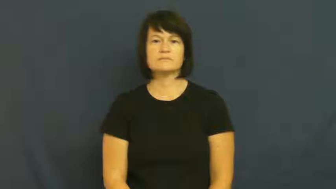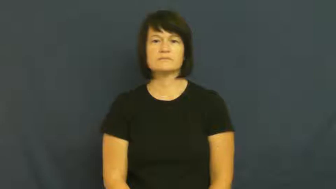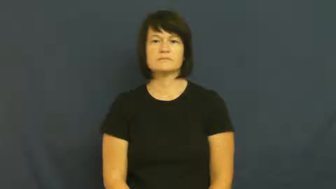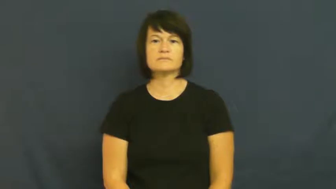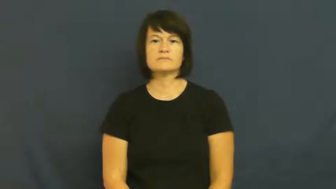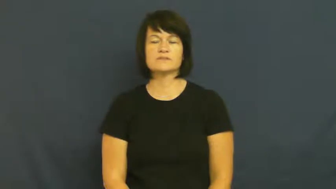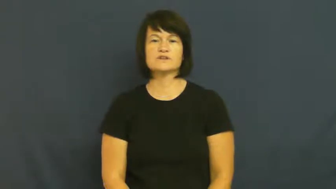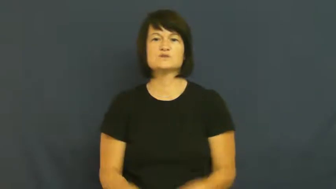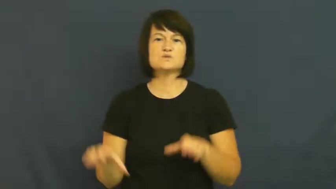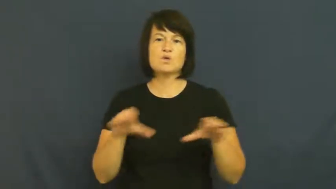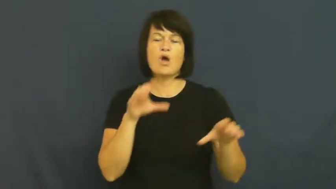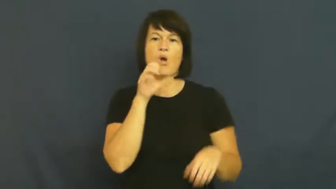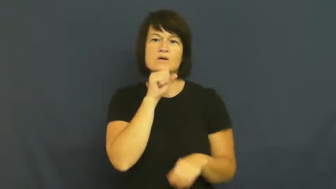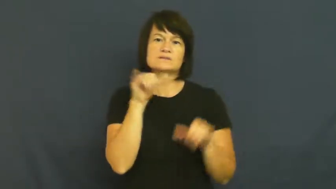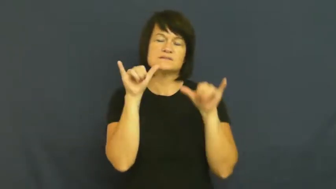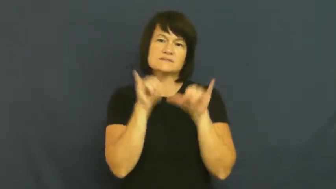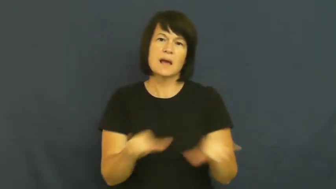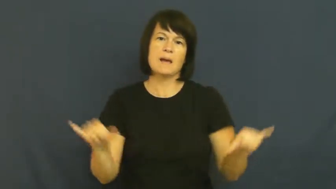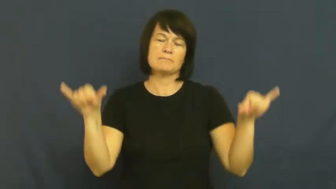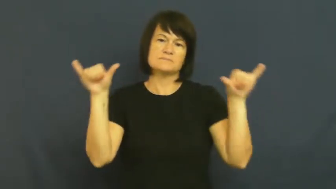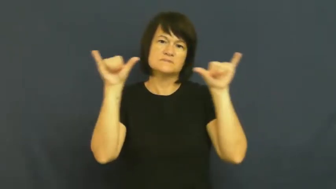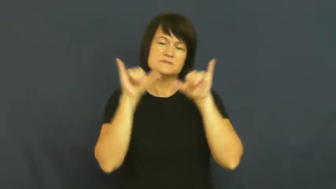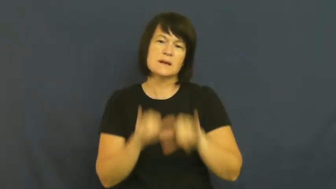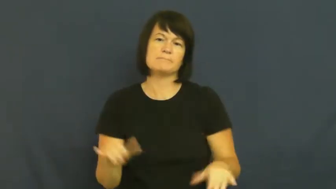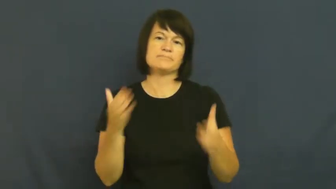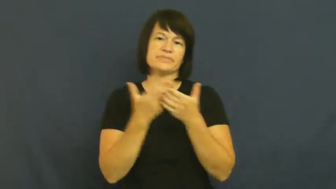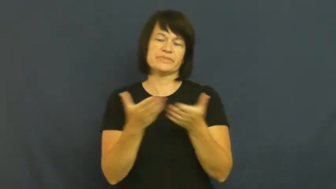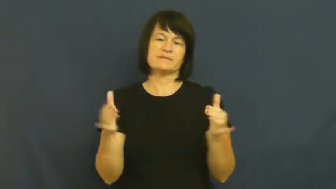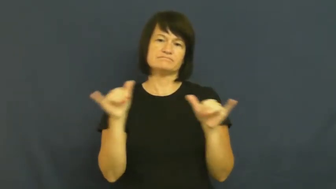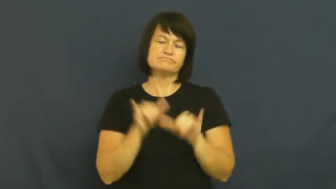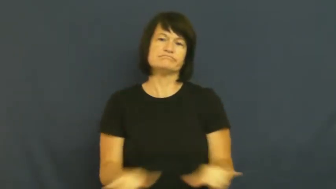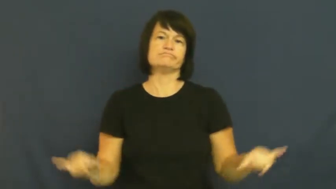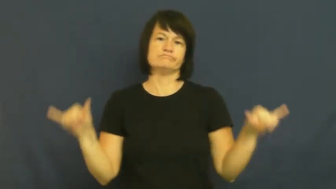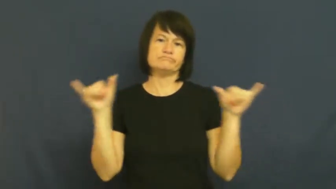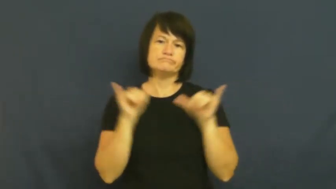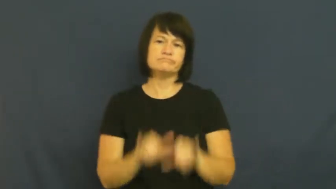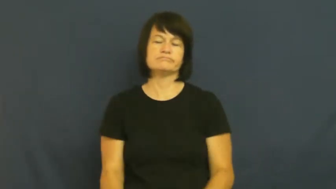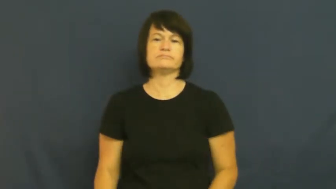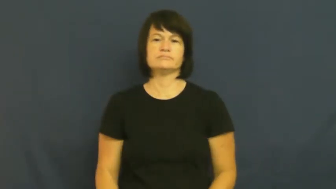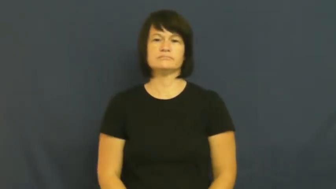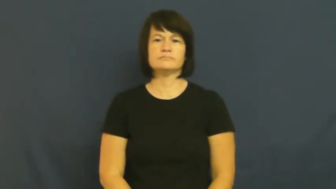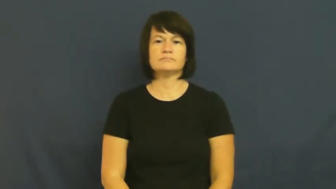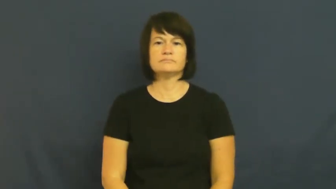laborious